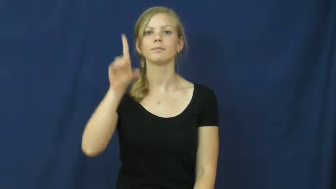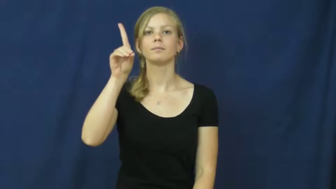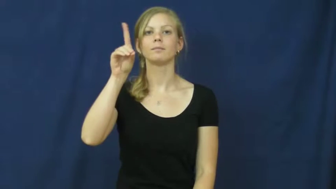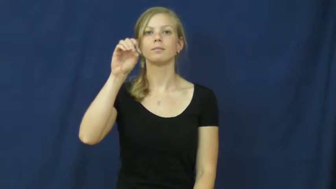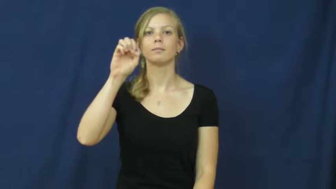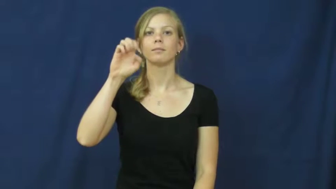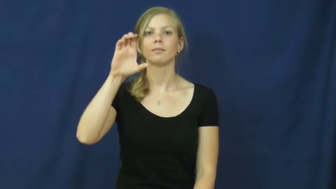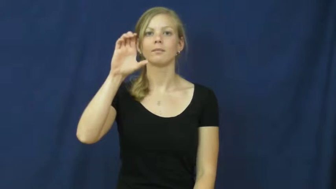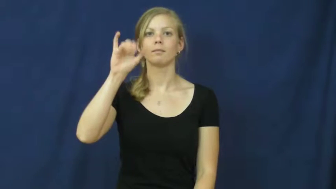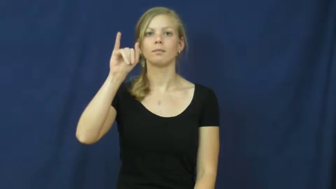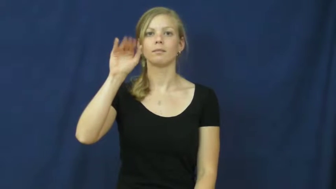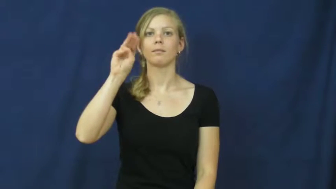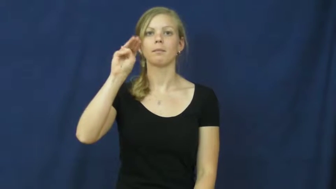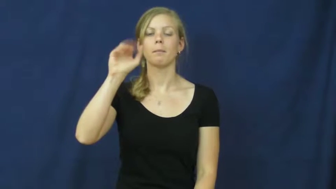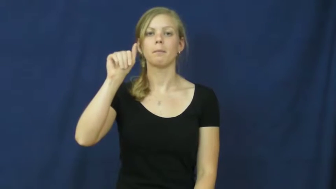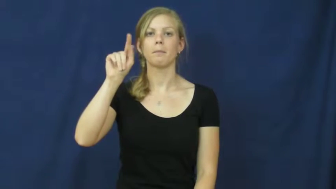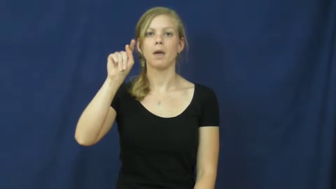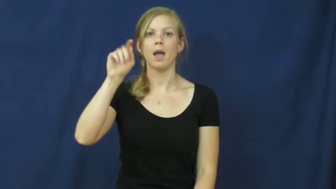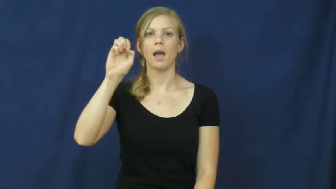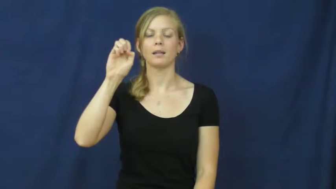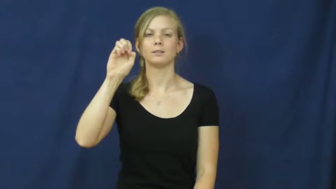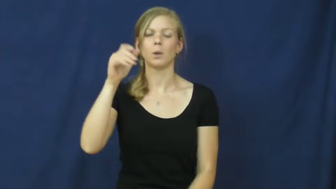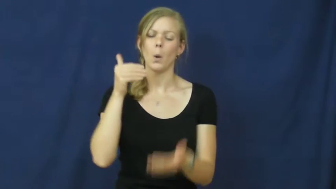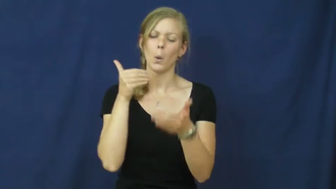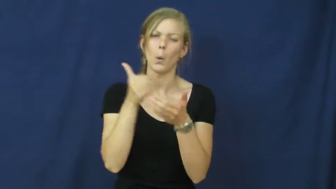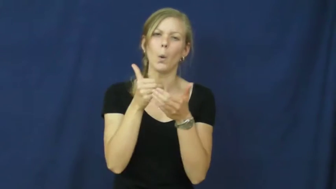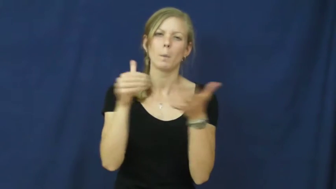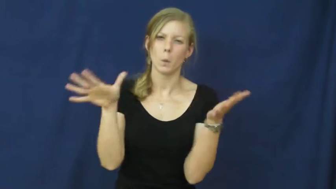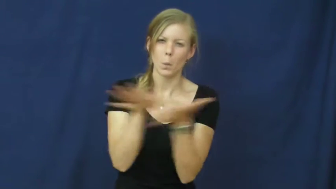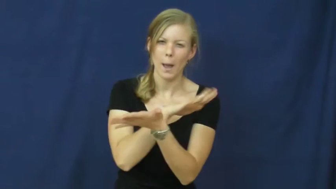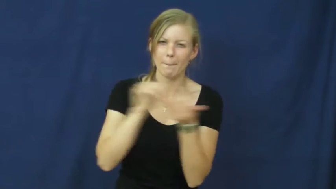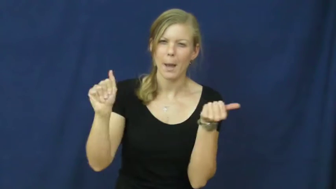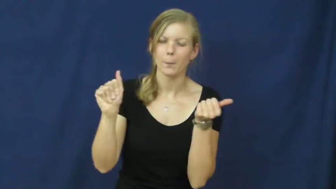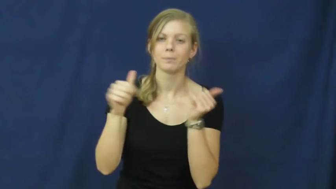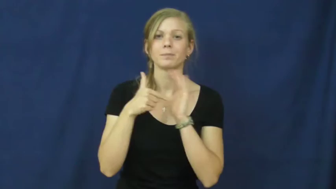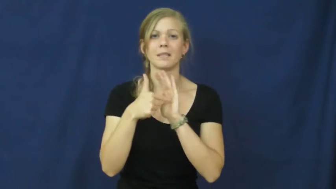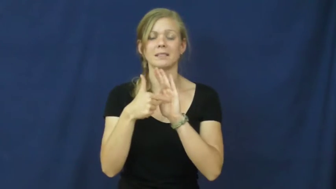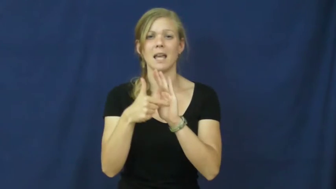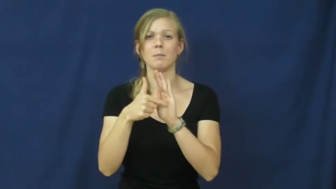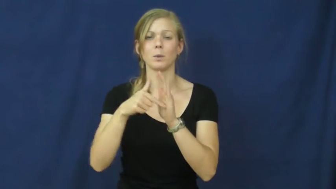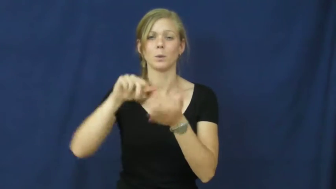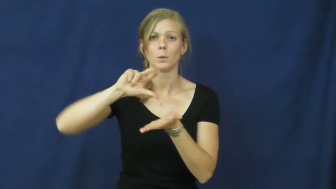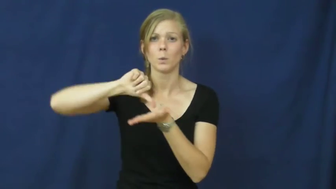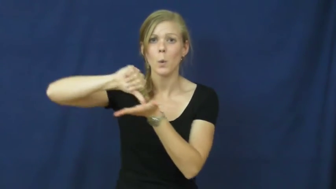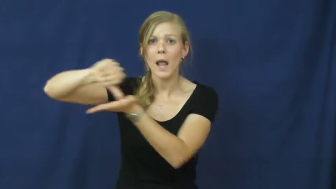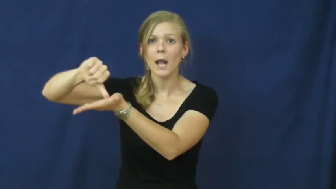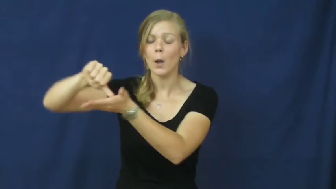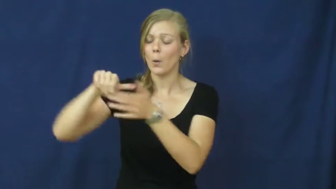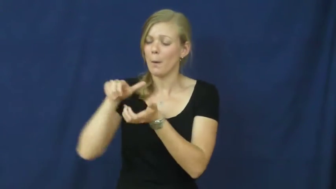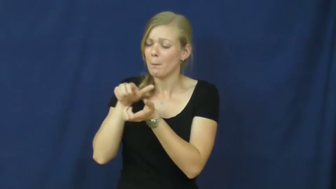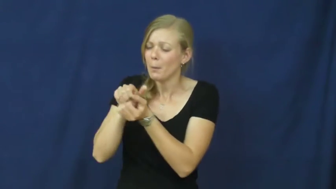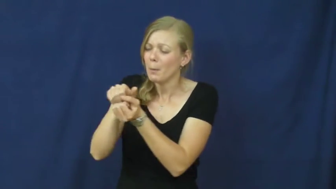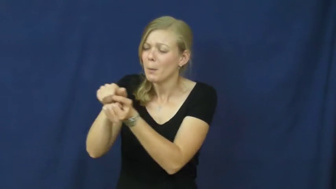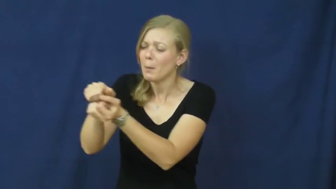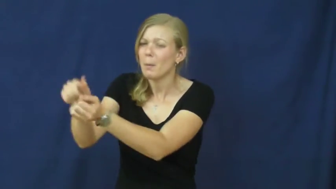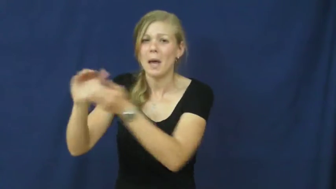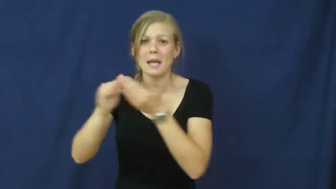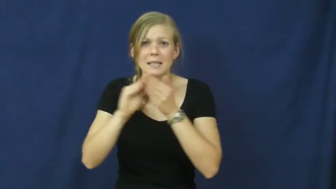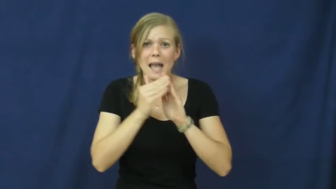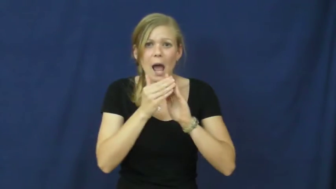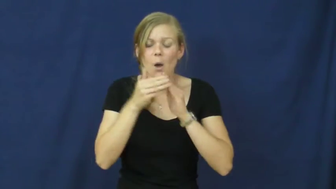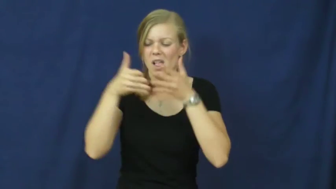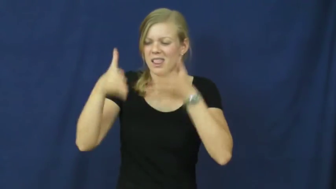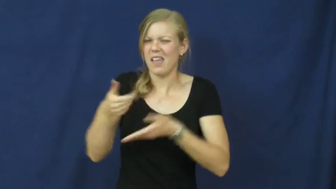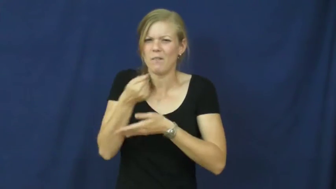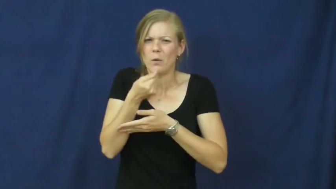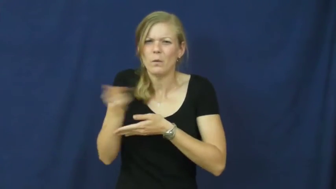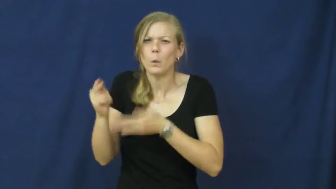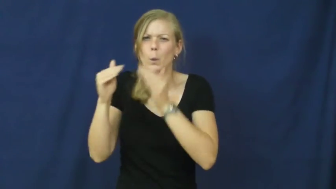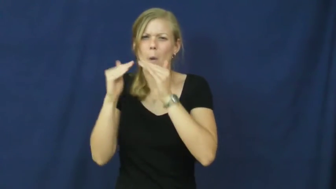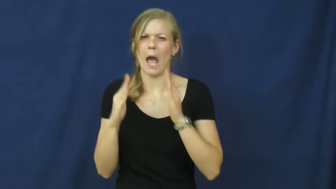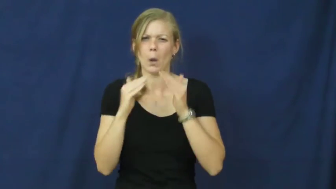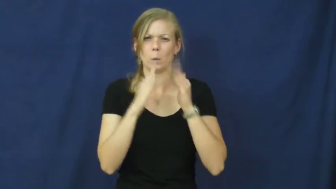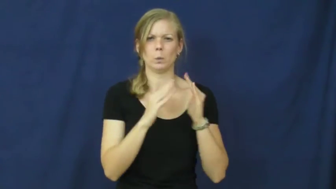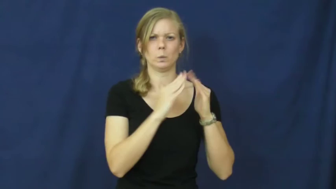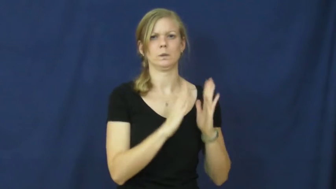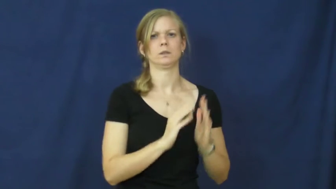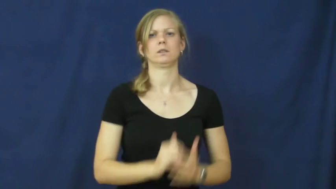decimate